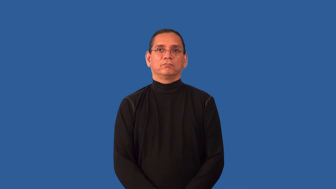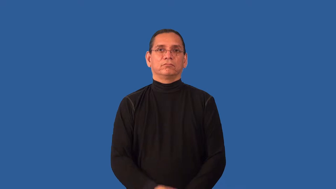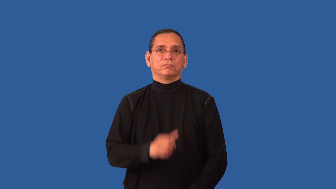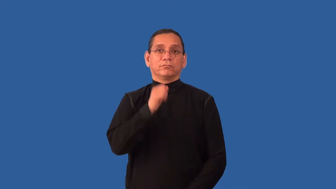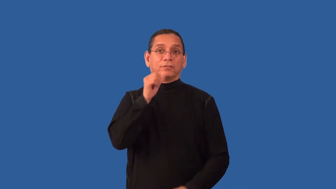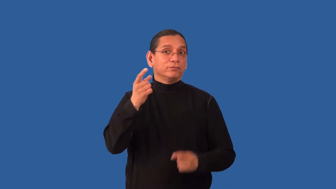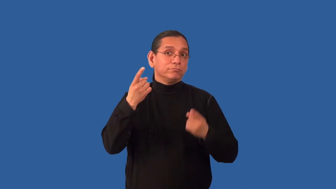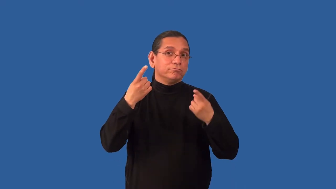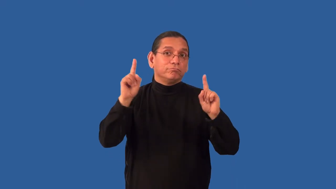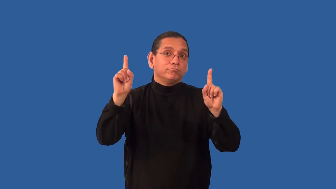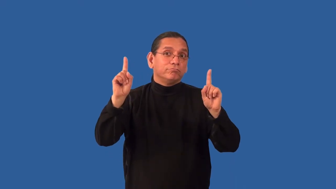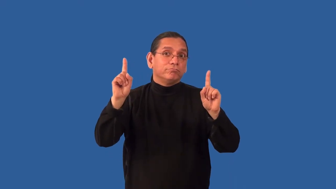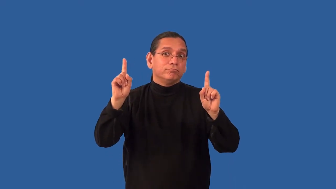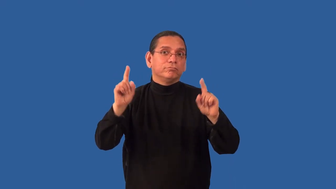inauspicious